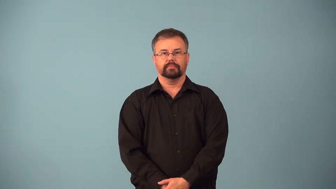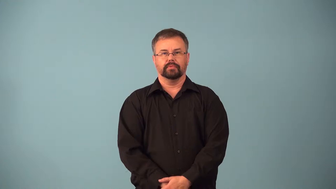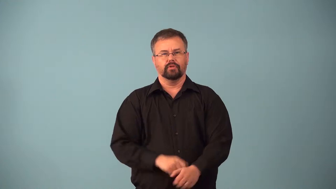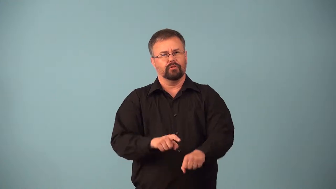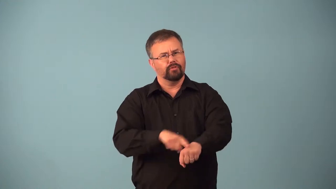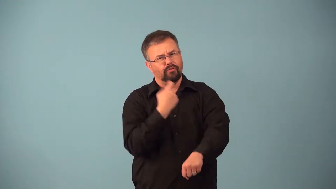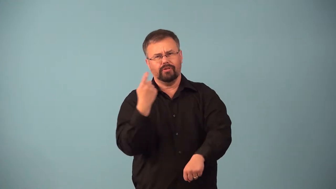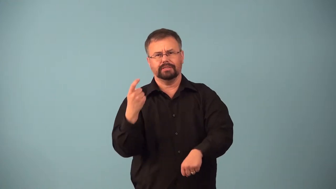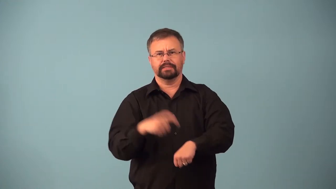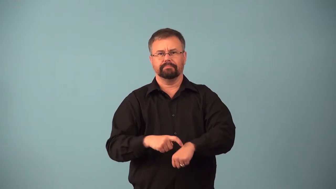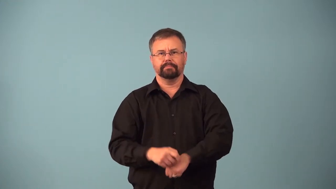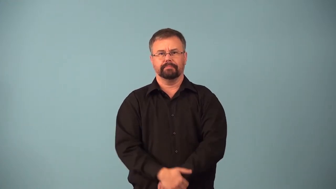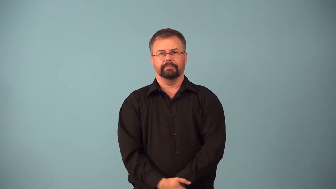ages-long time